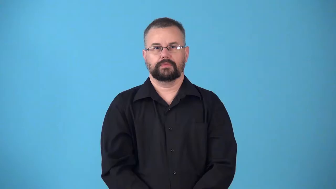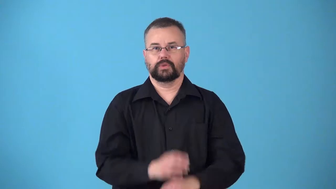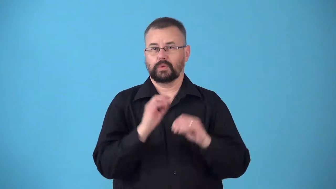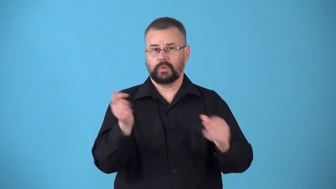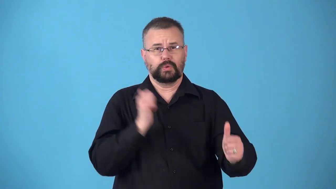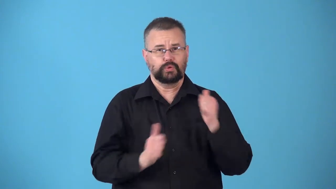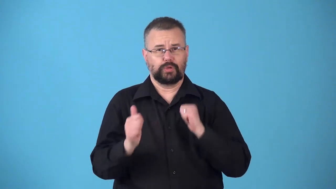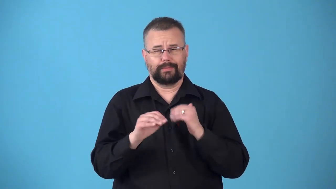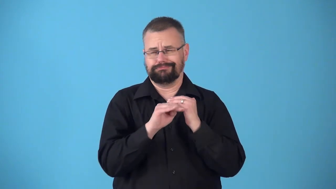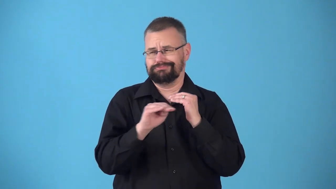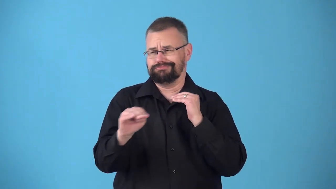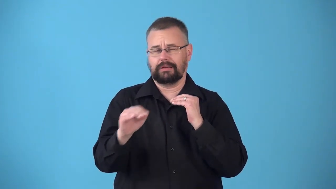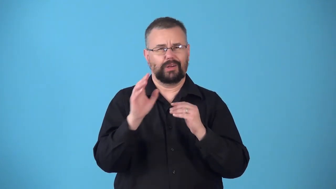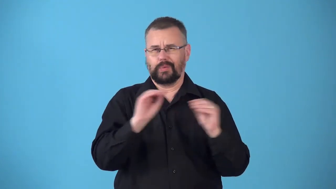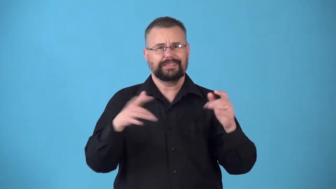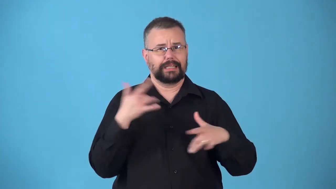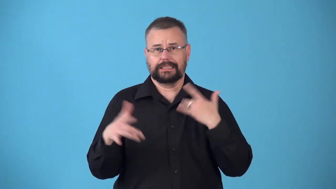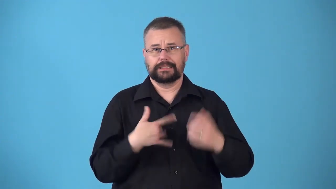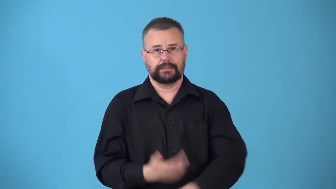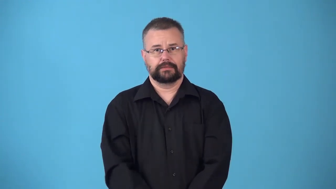nondramatic